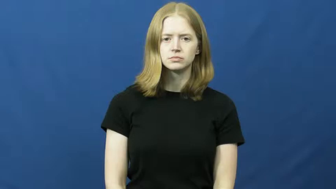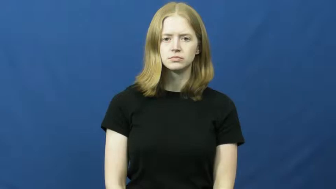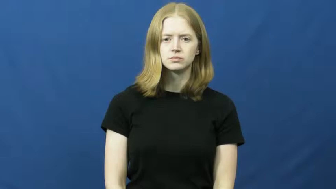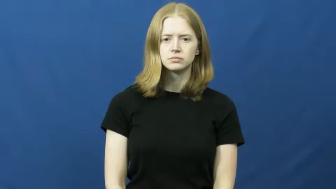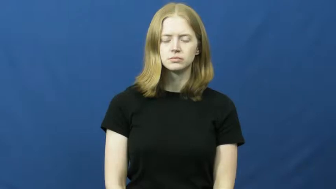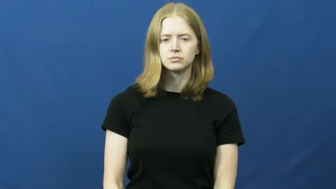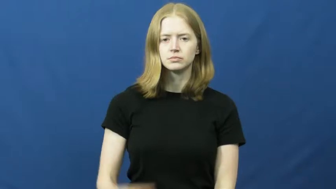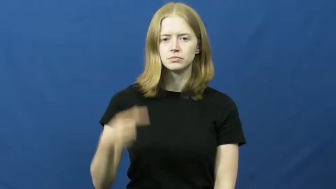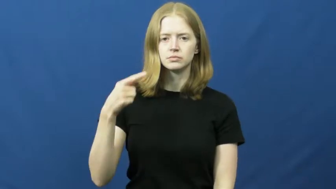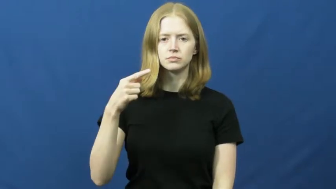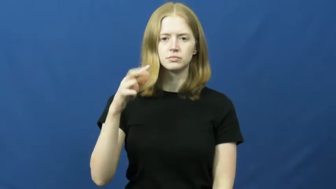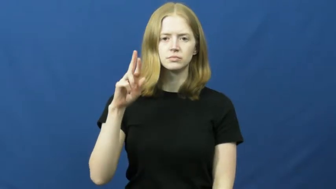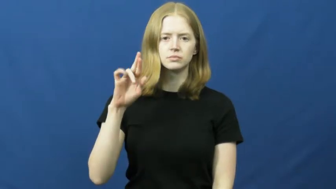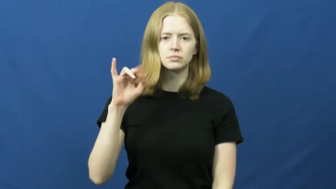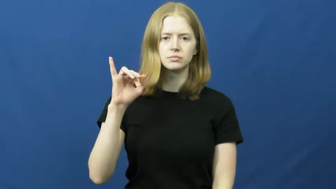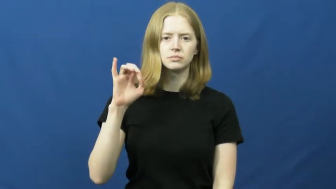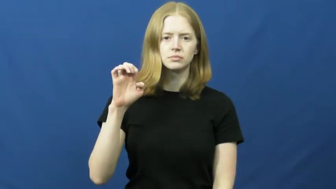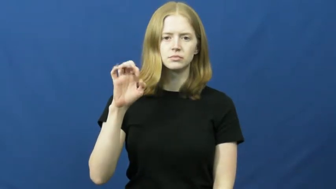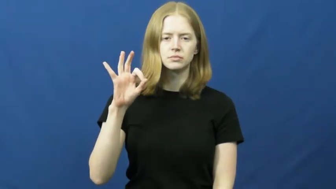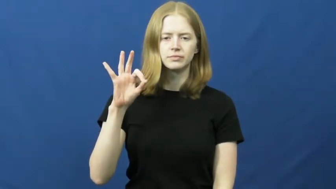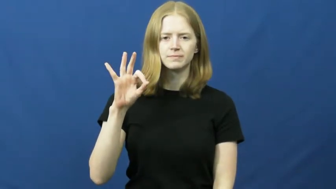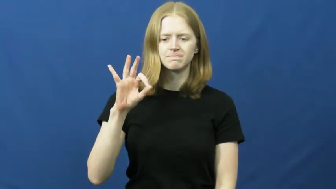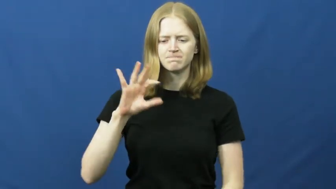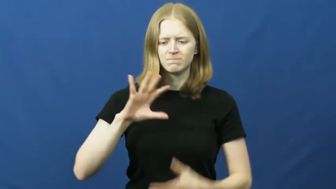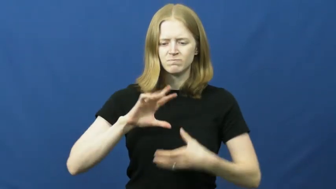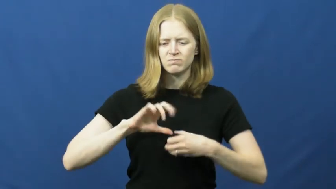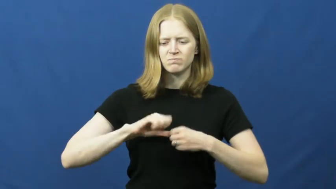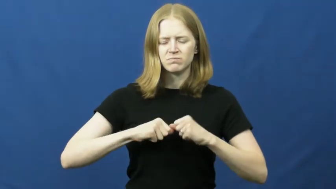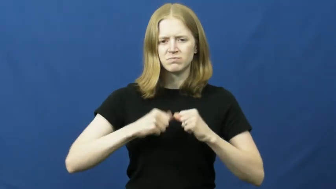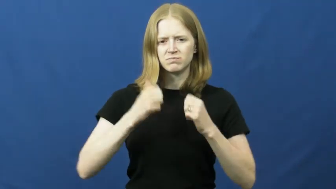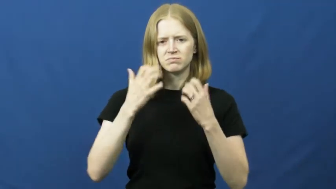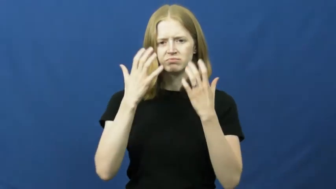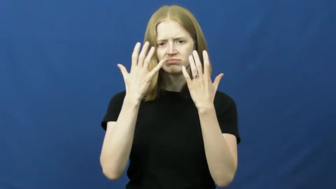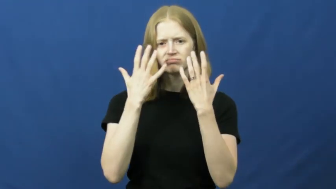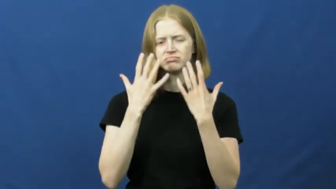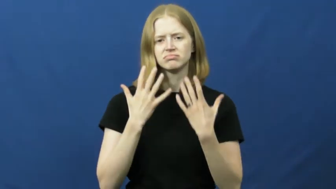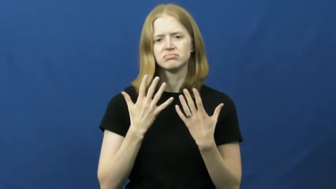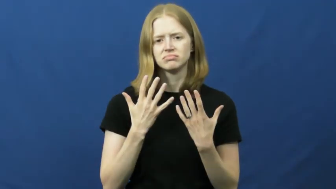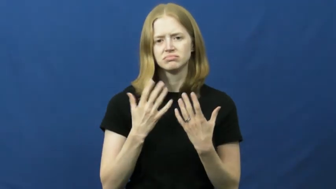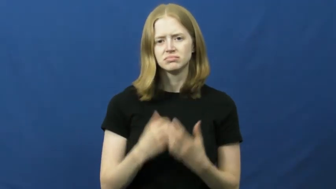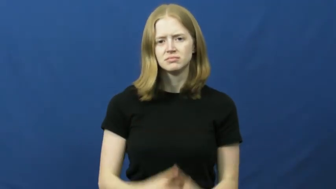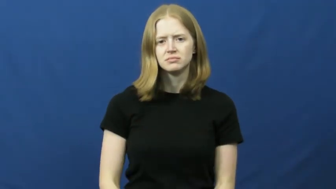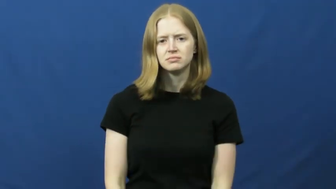grief